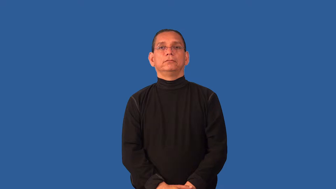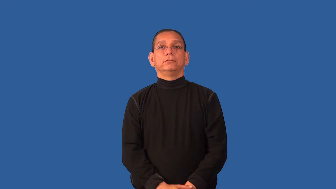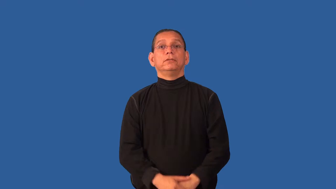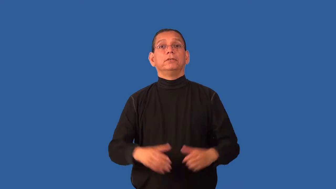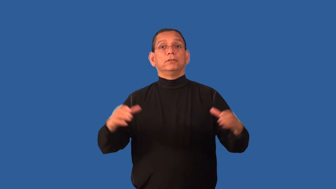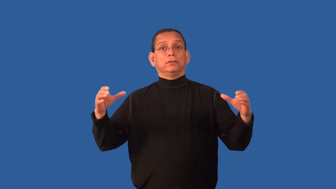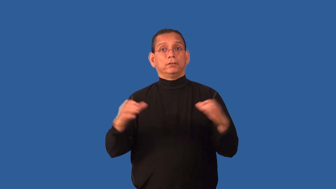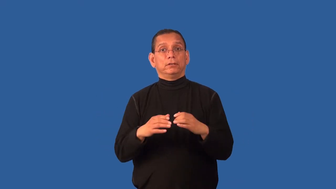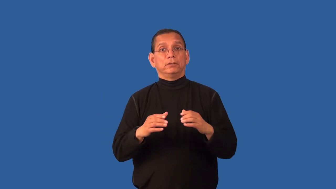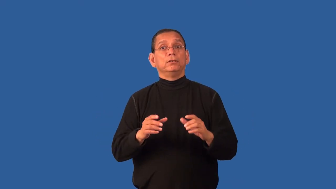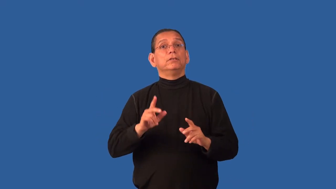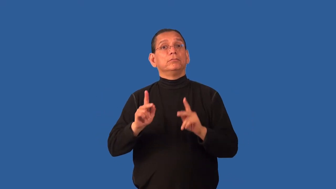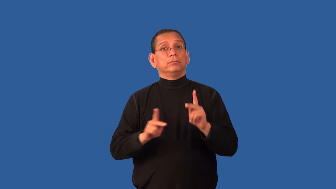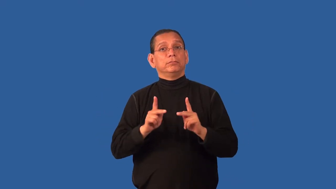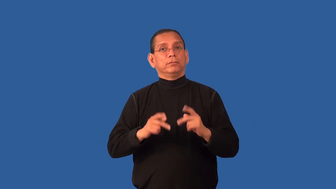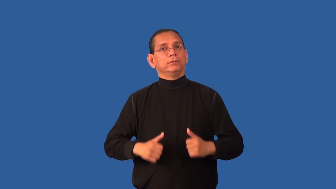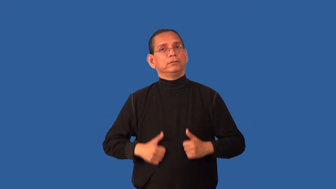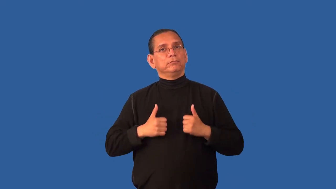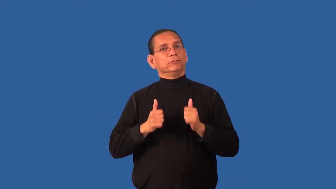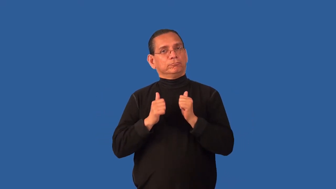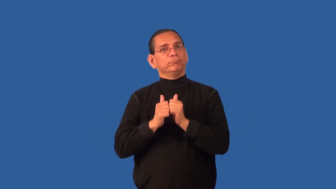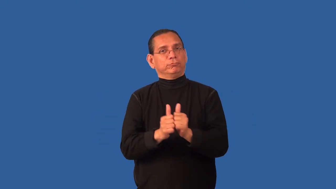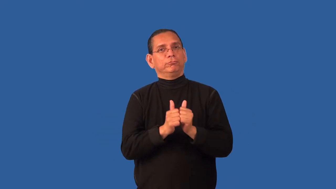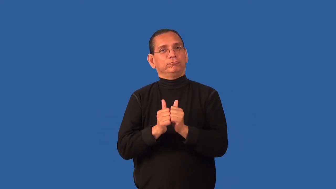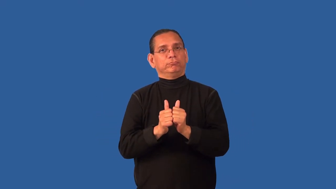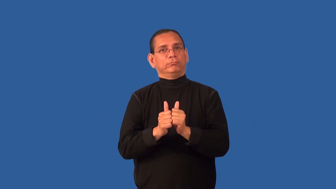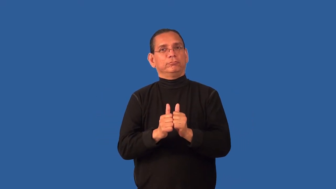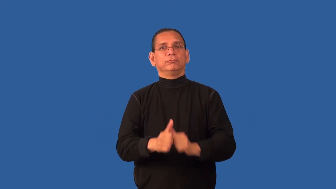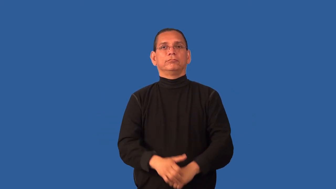commune,cohabit,kibbutz,menage